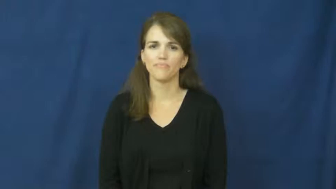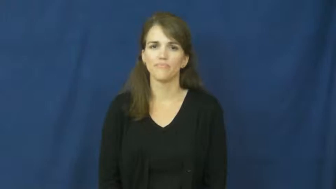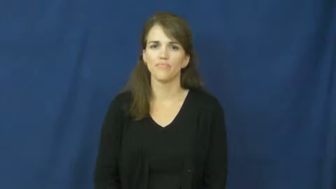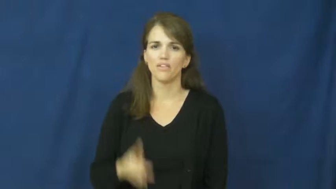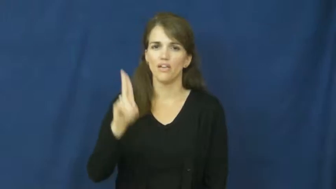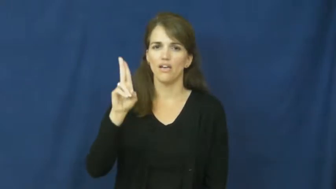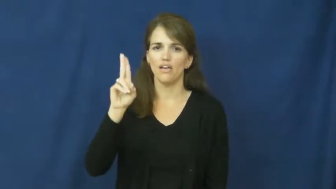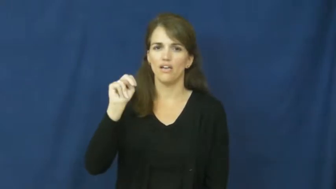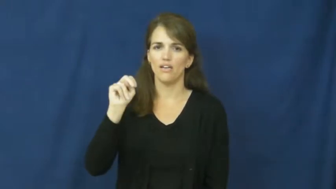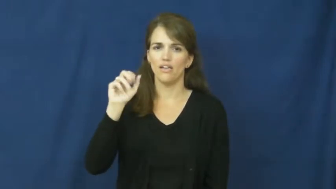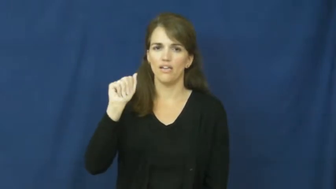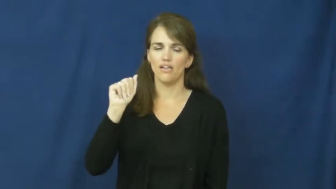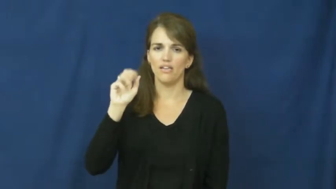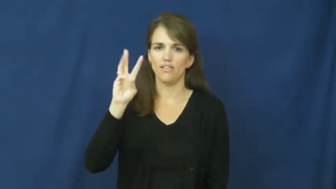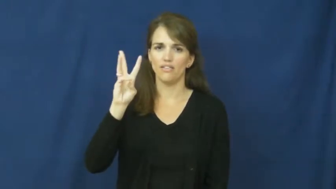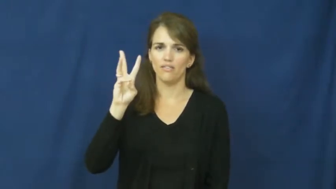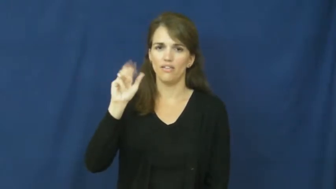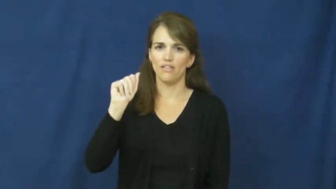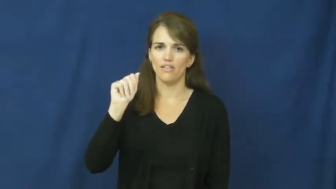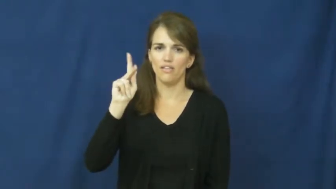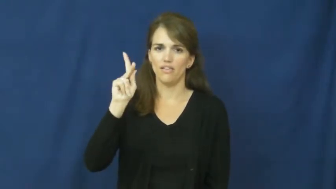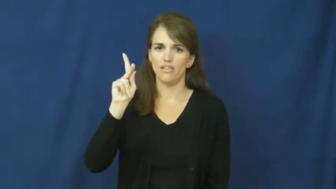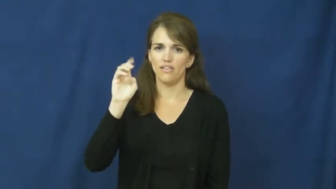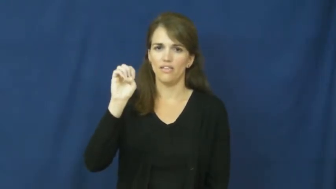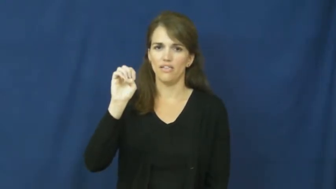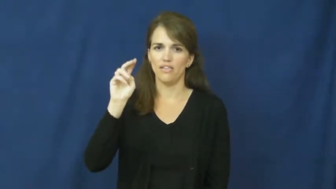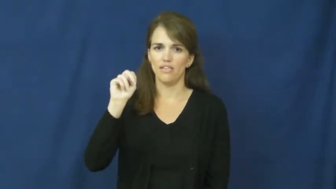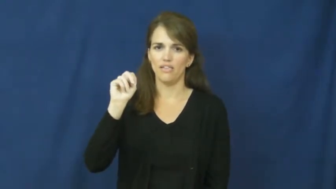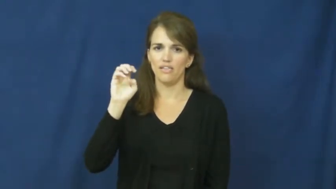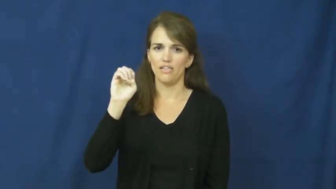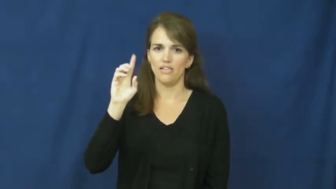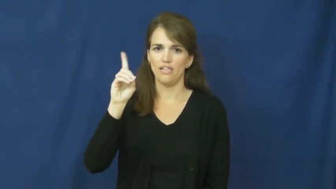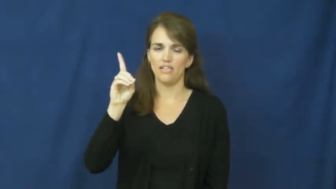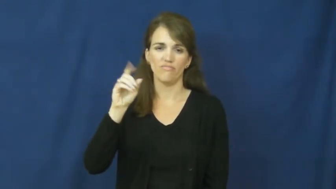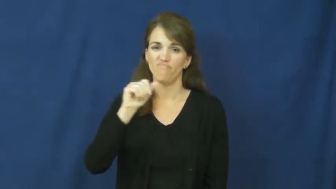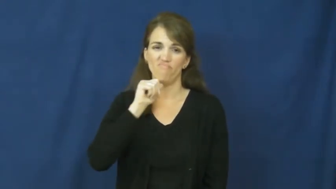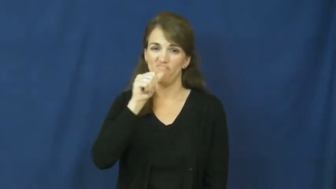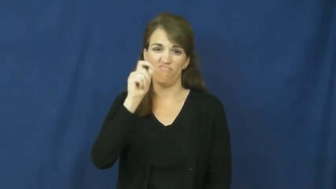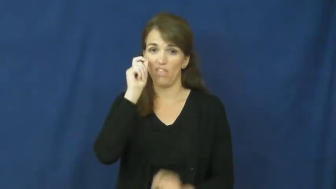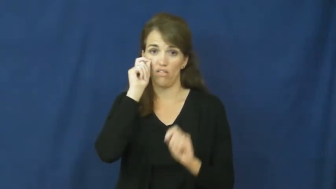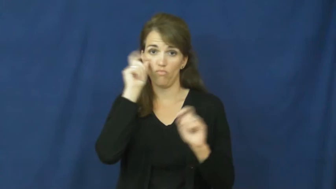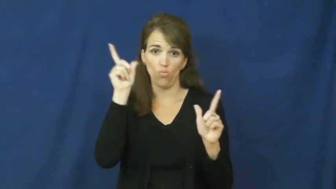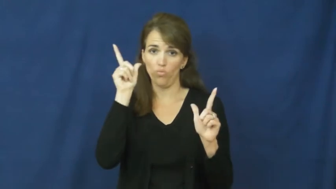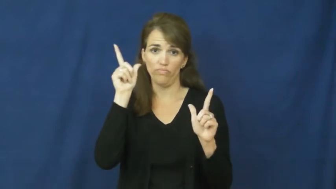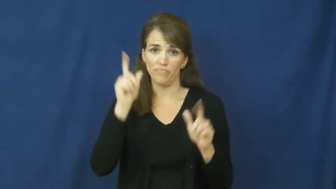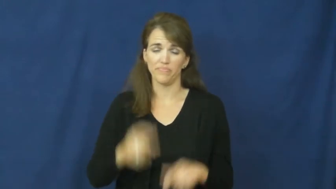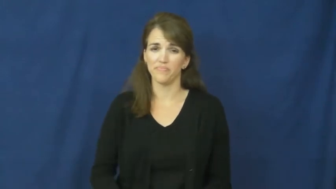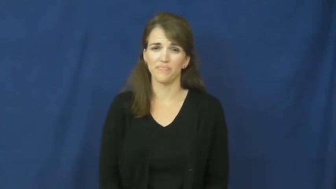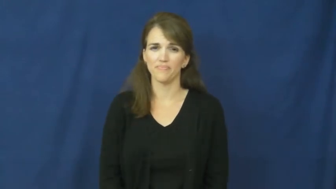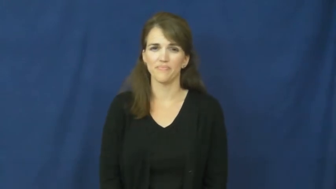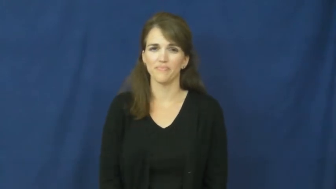unawakened